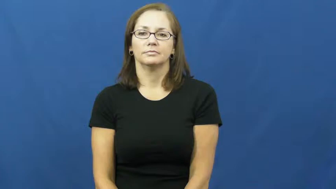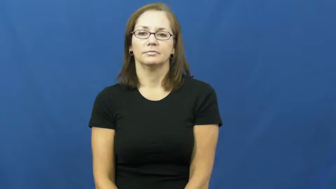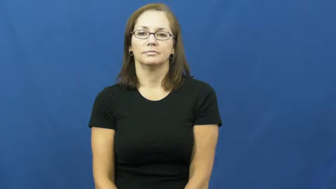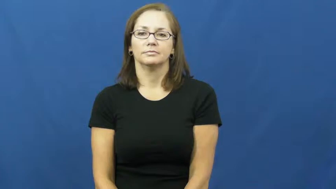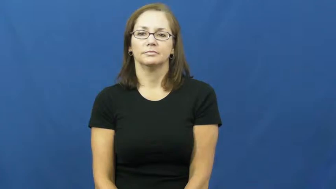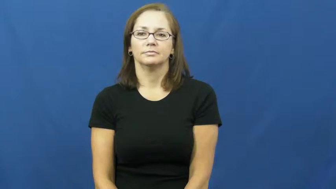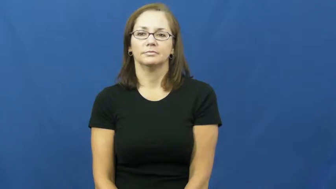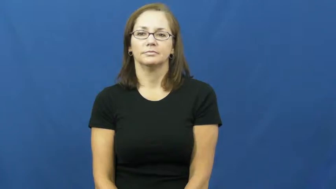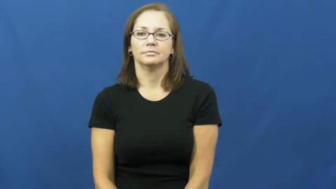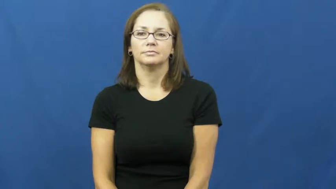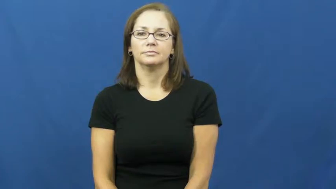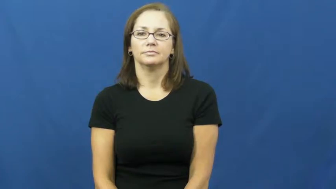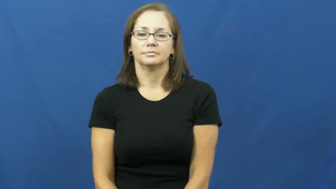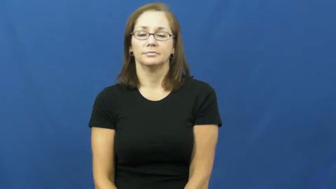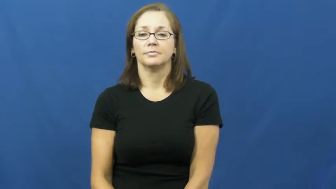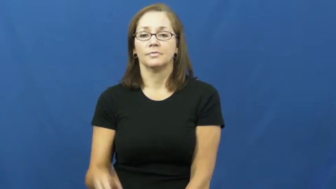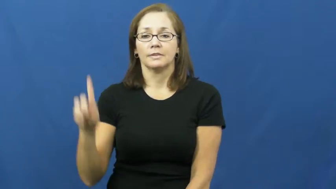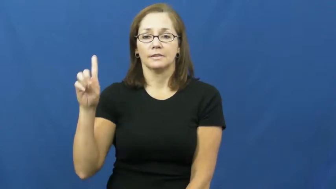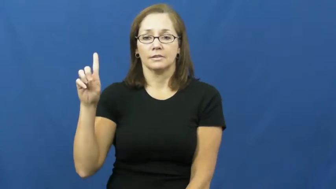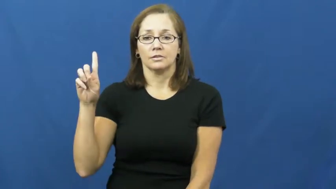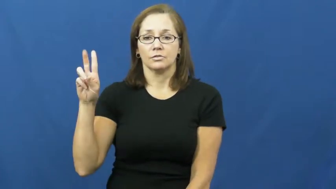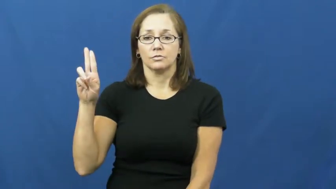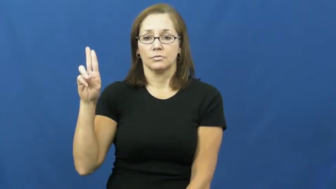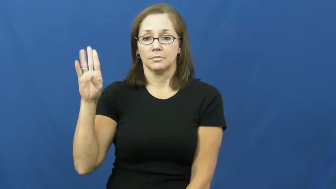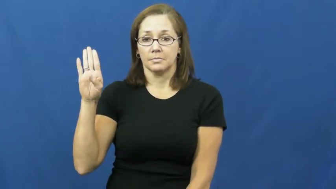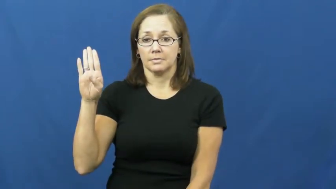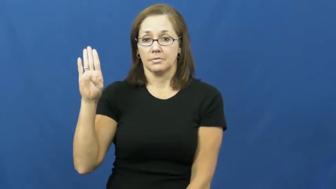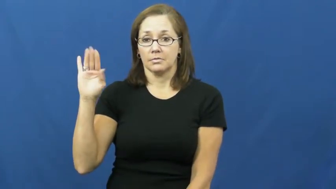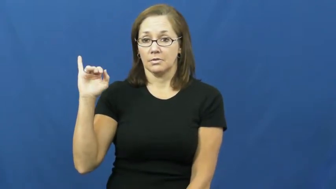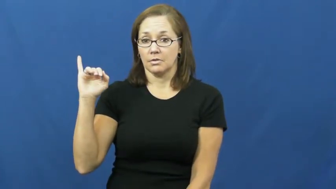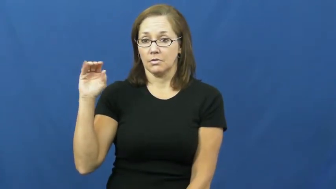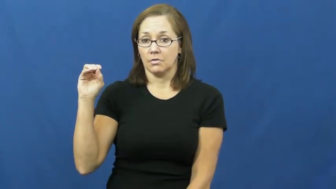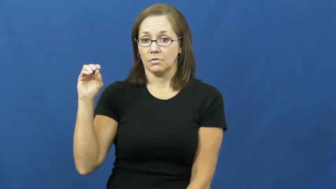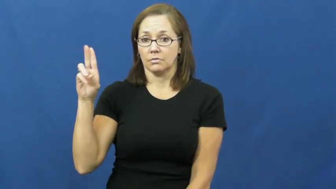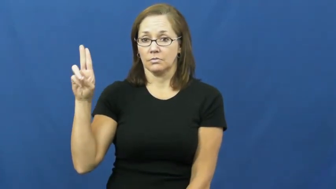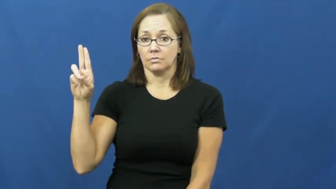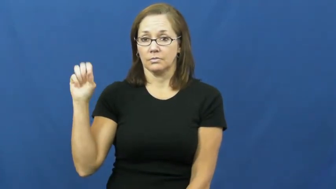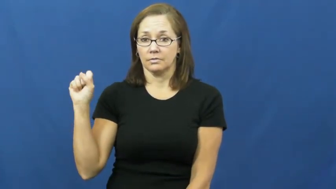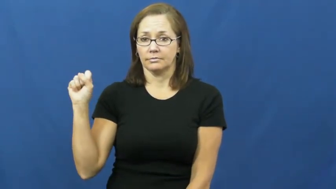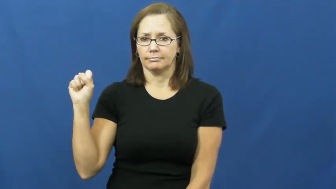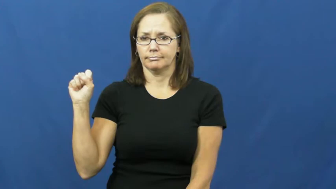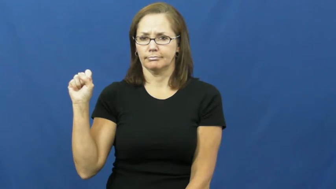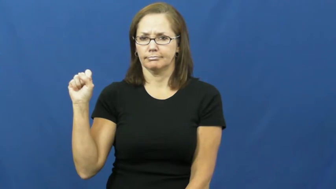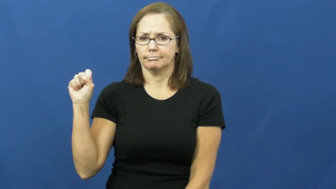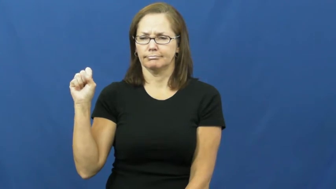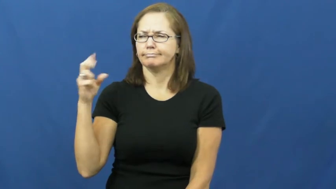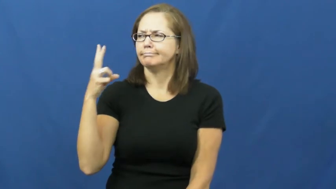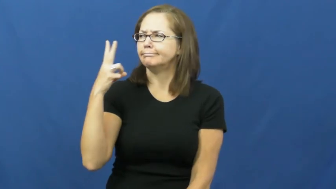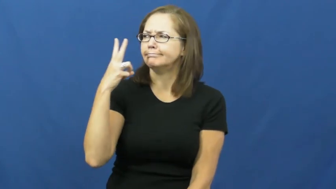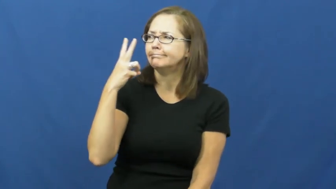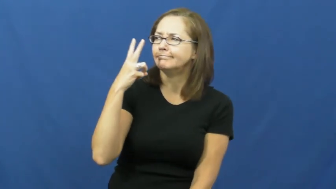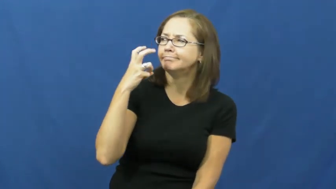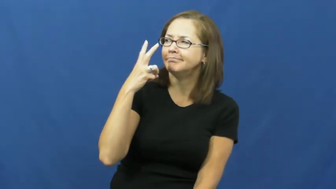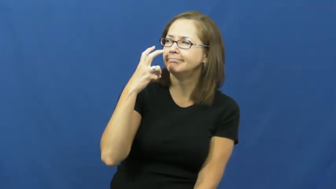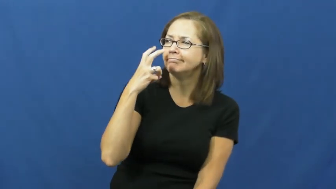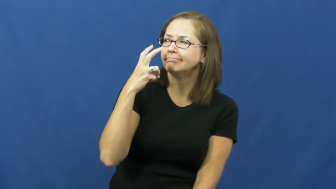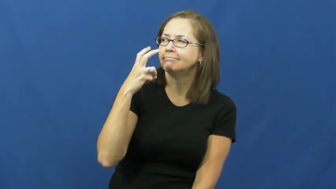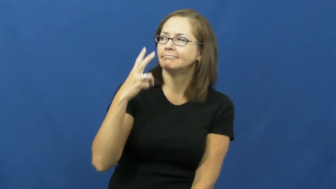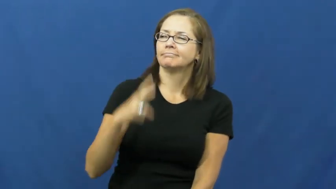dubious